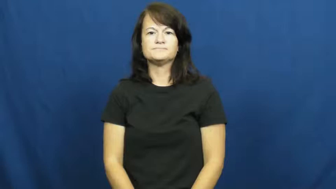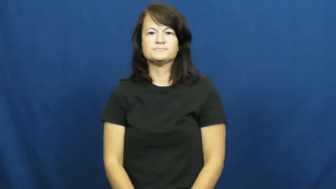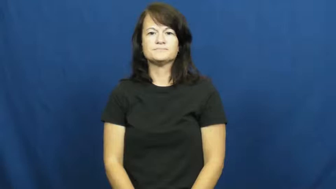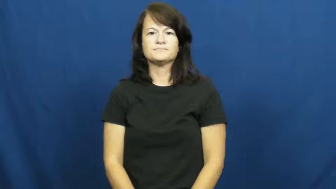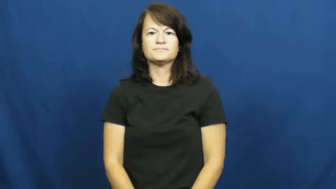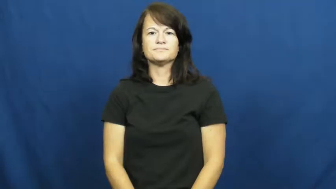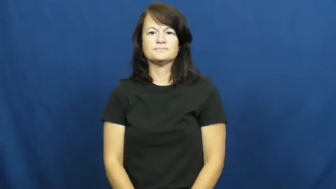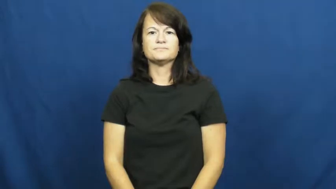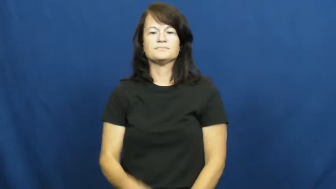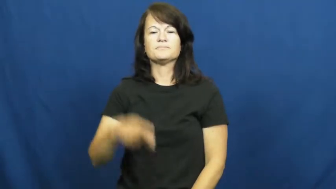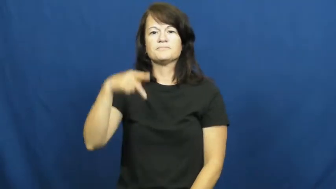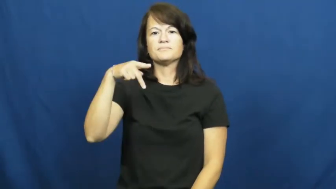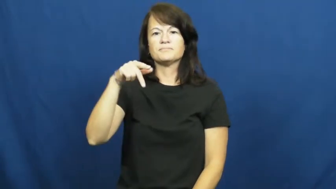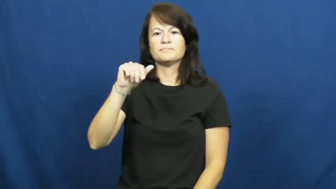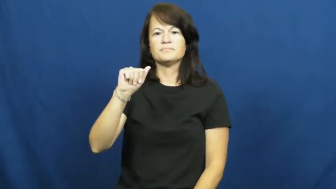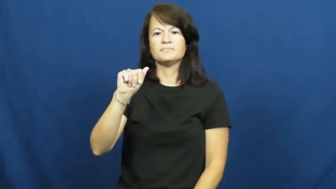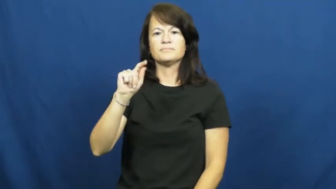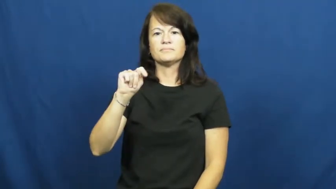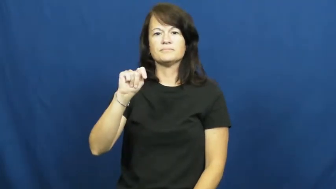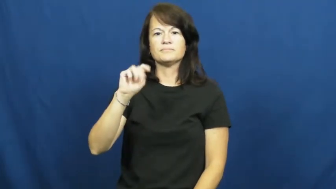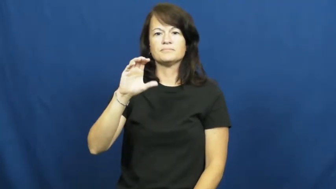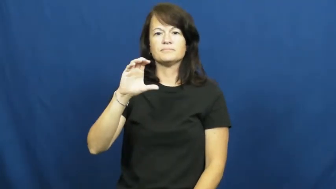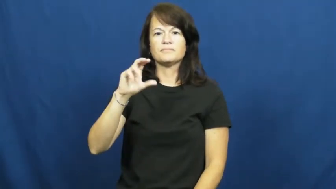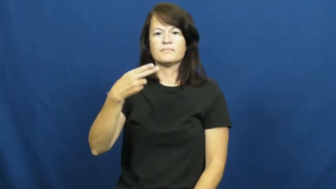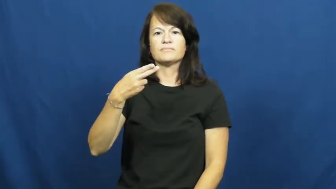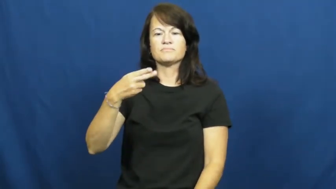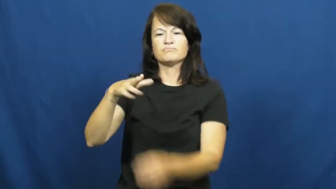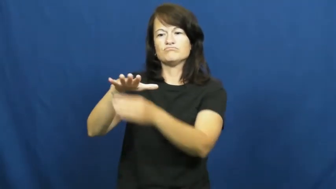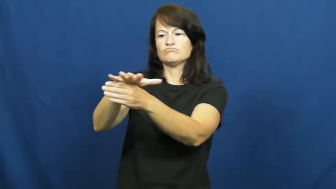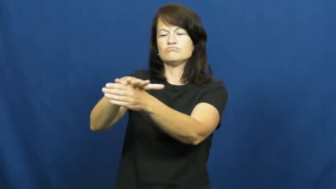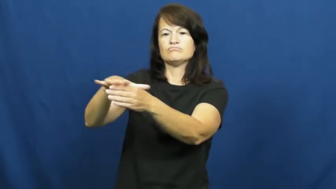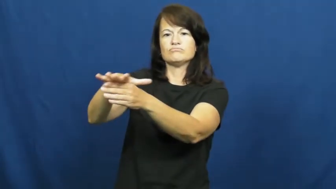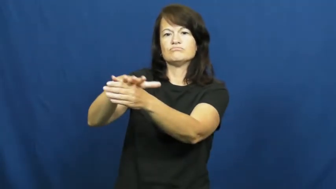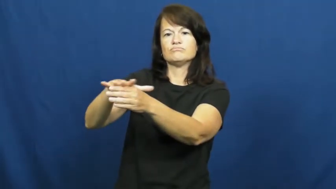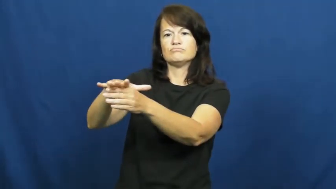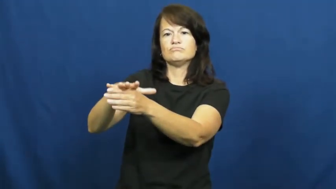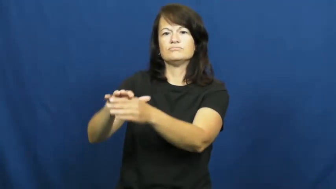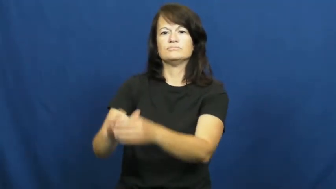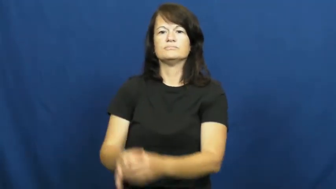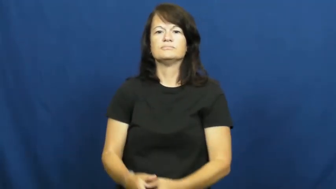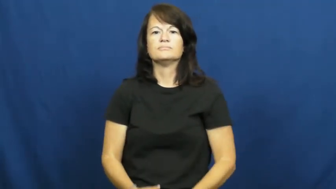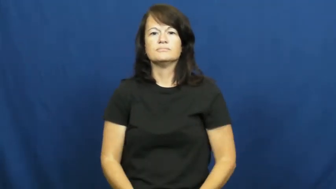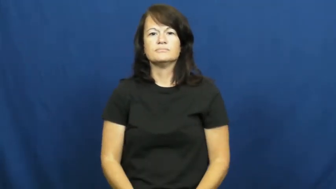patch-area